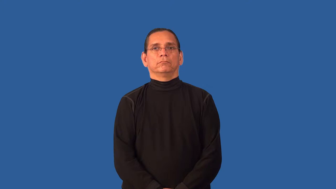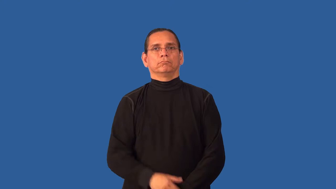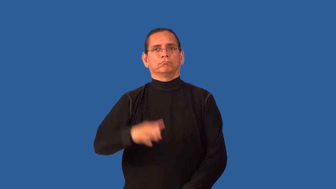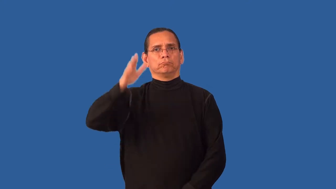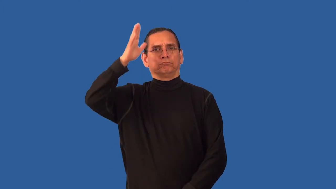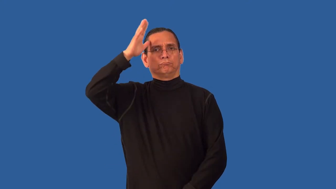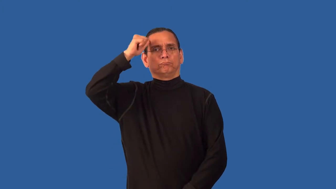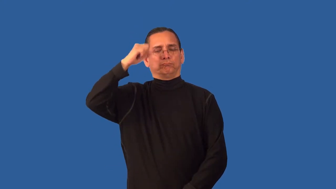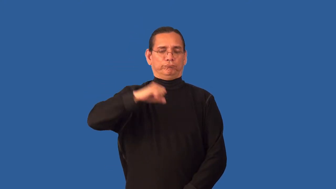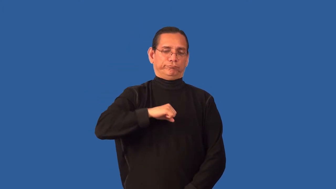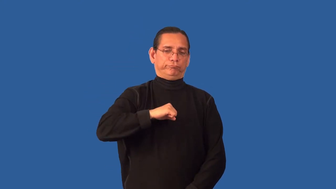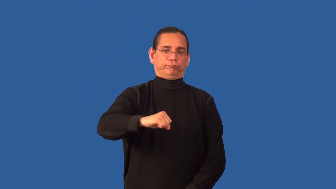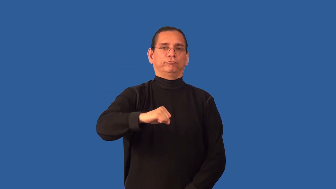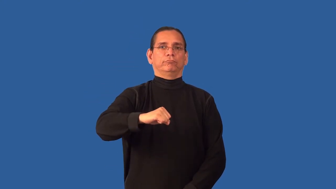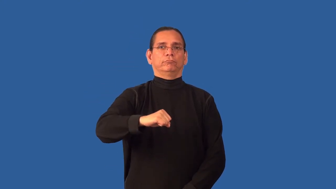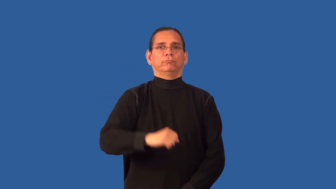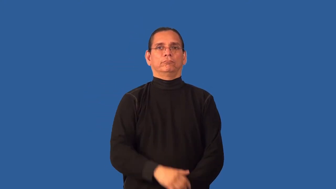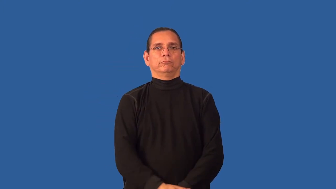balky